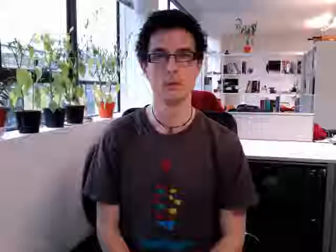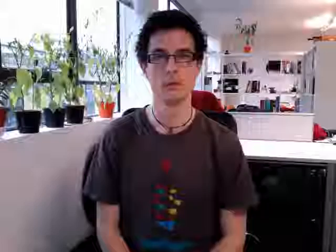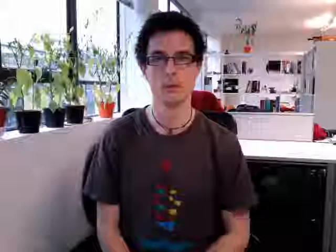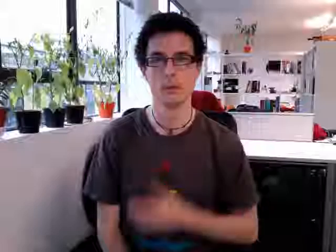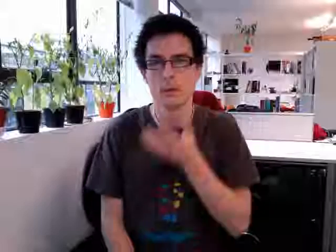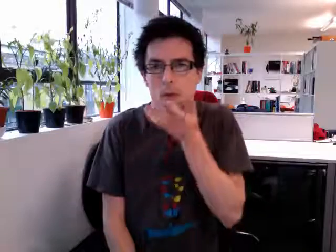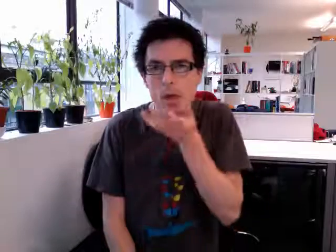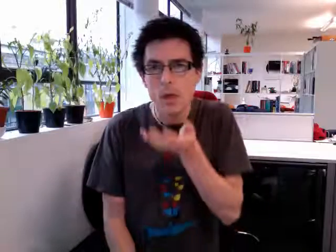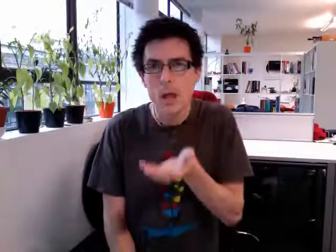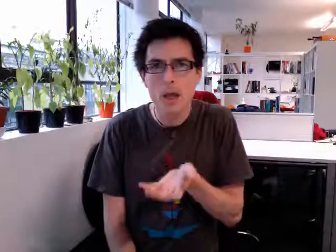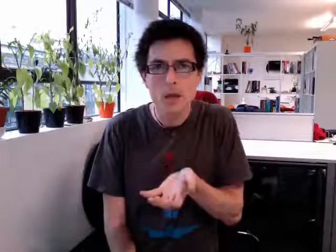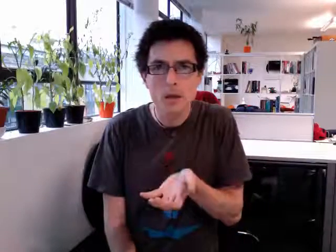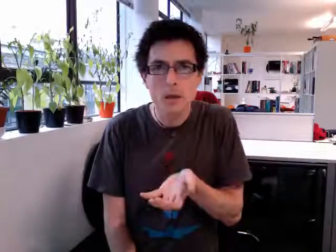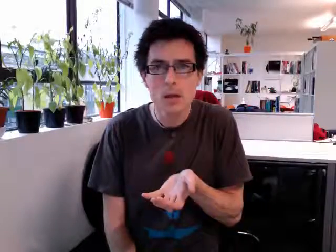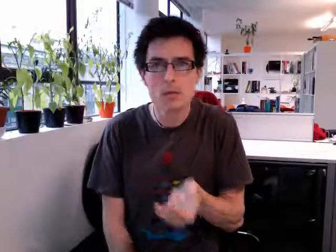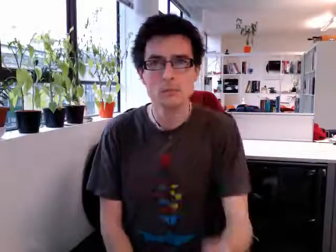sick